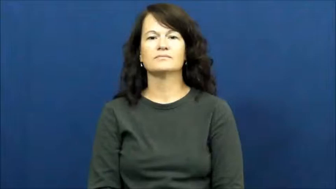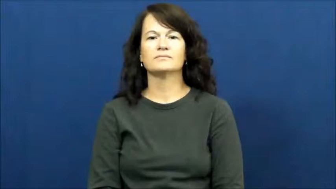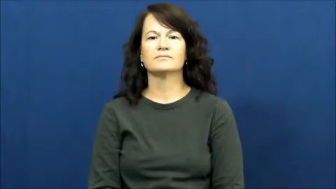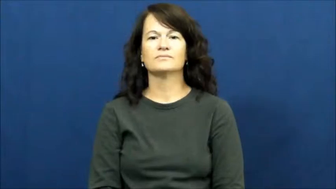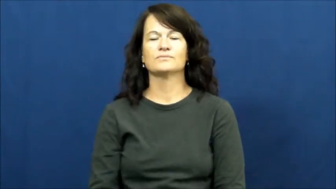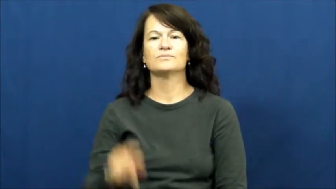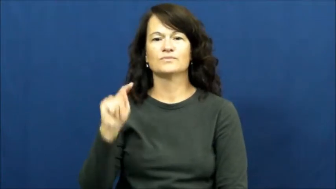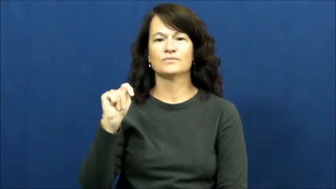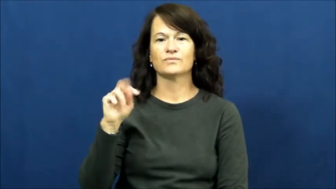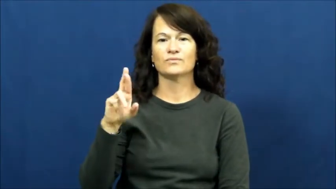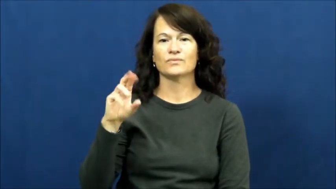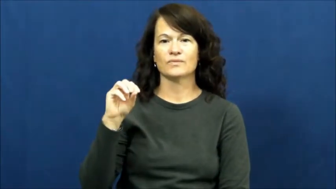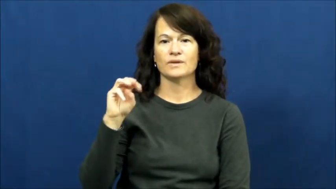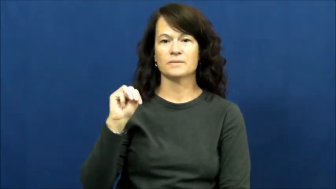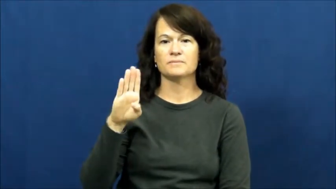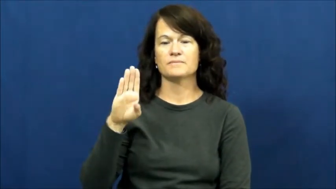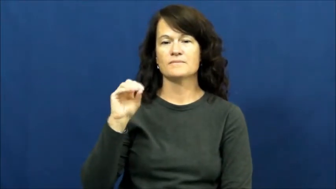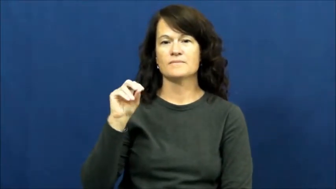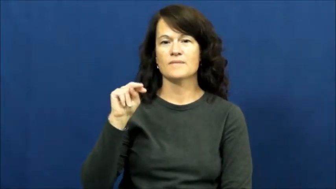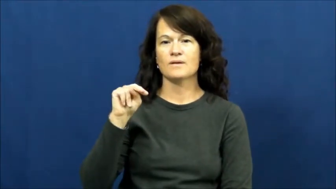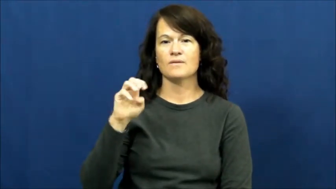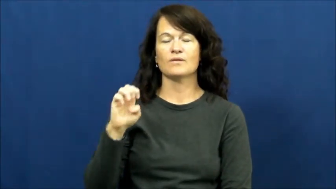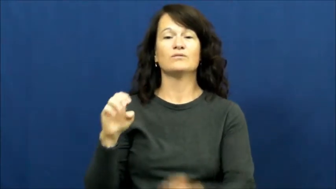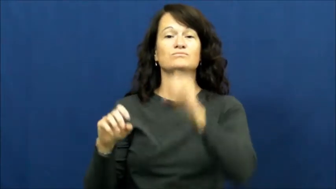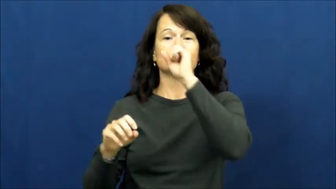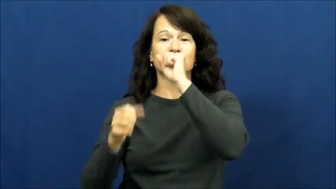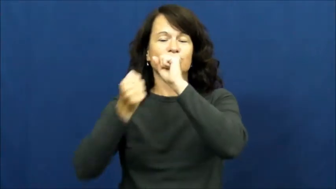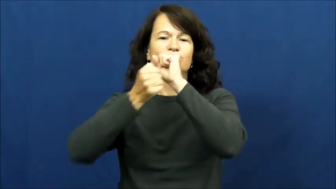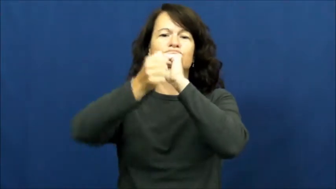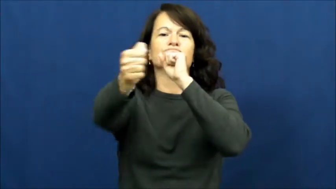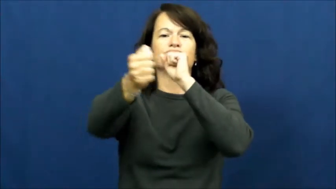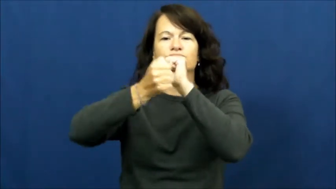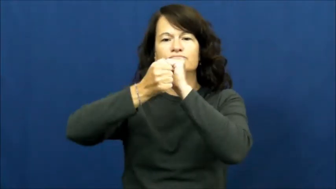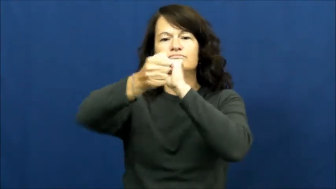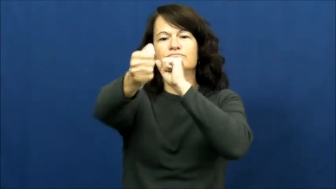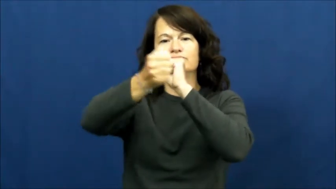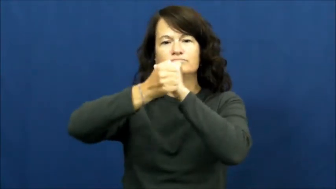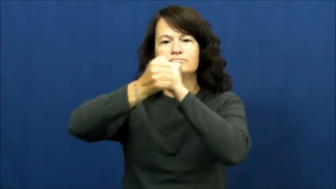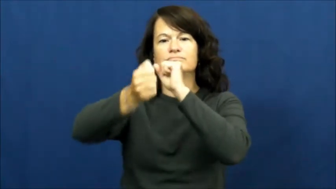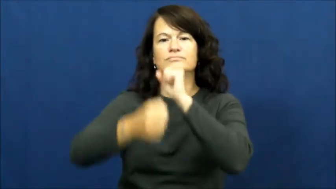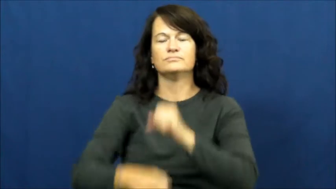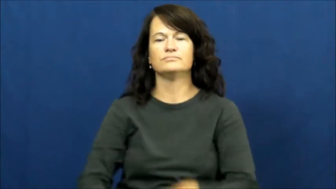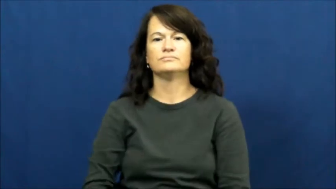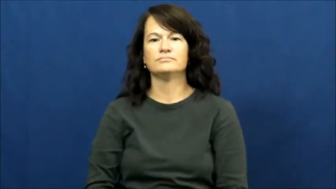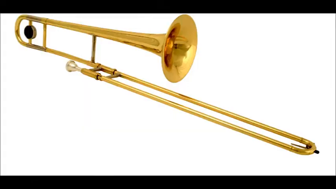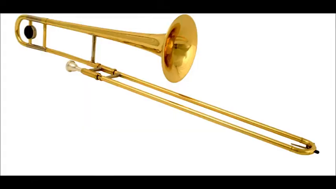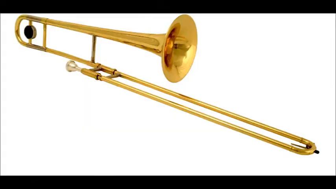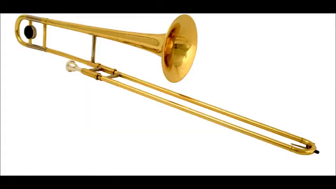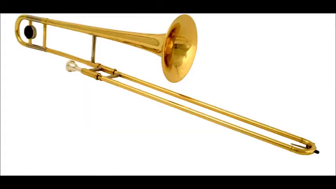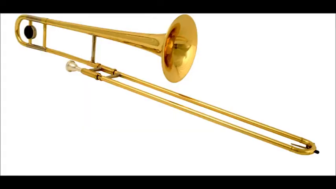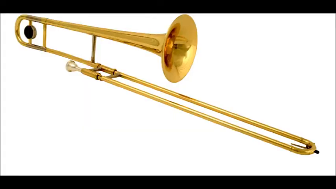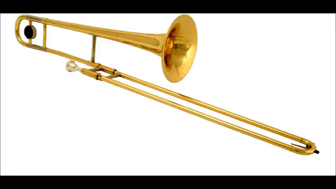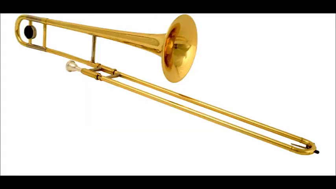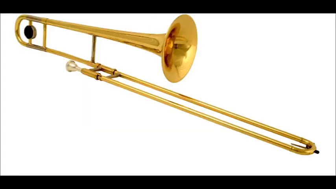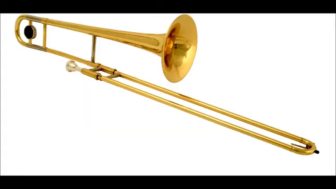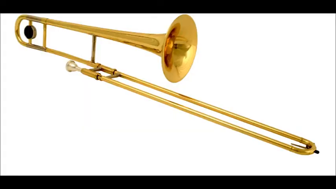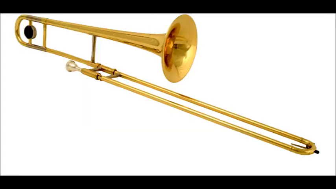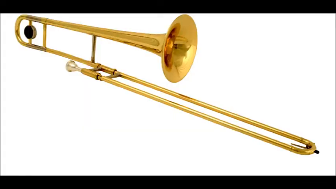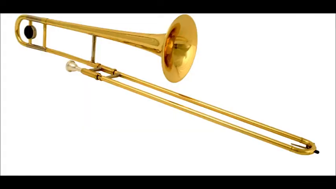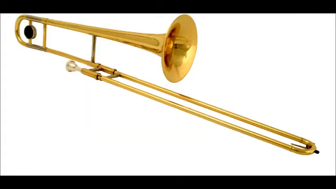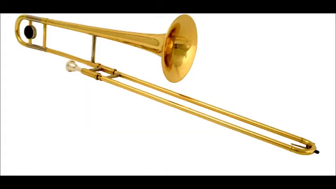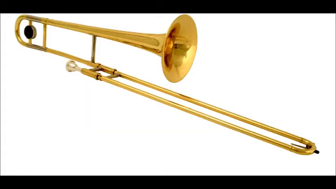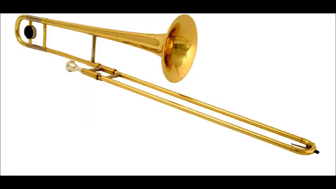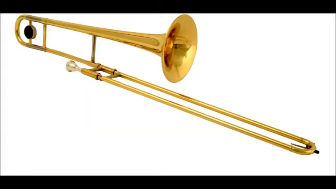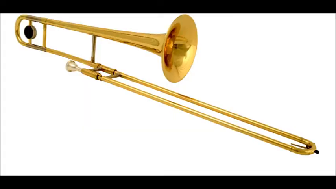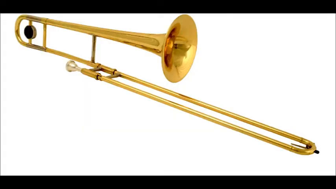Trombone